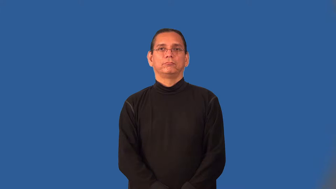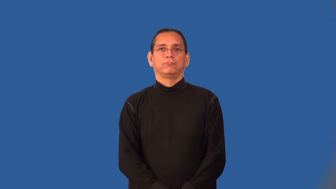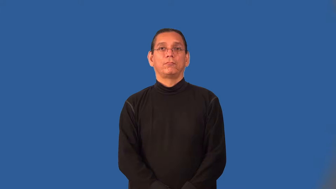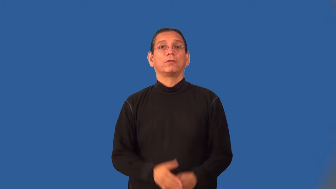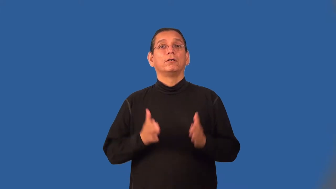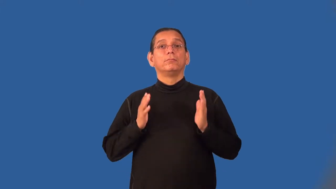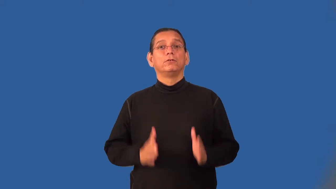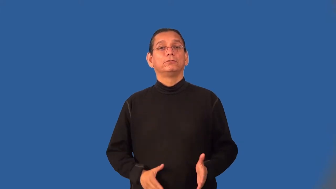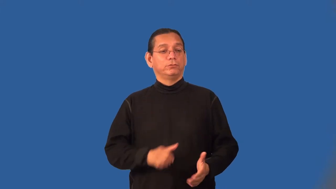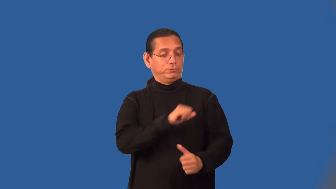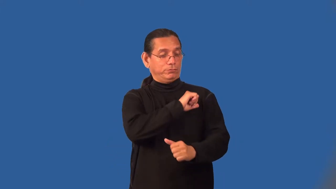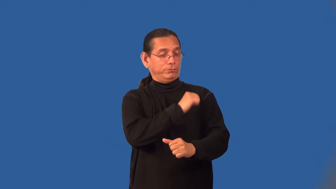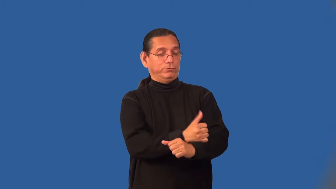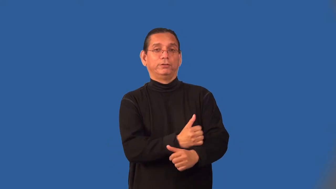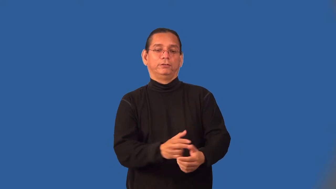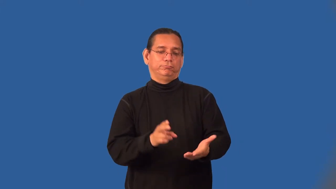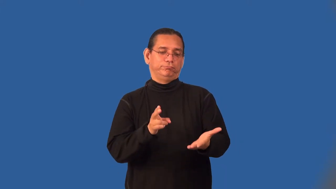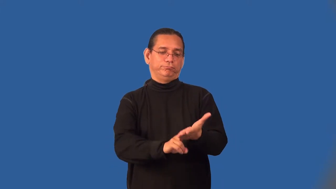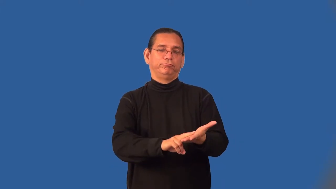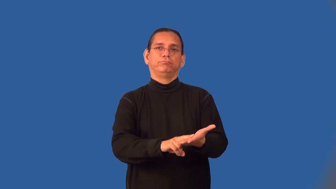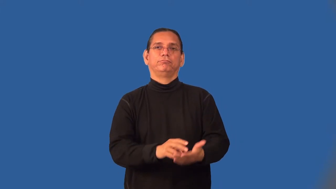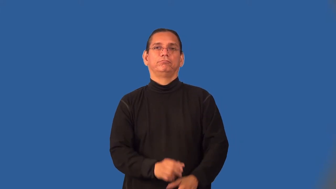endorser